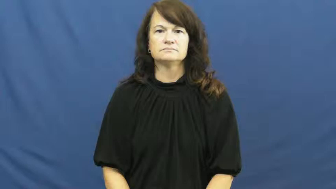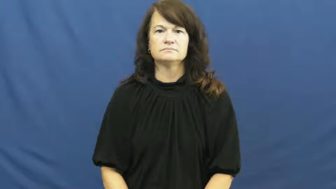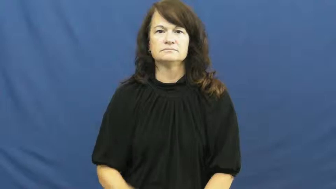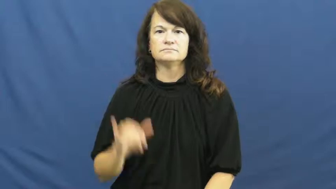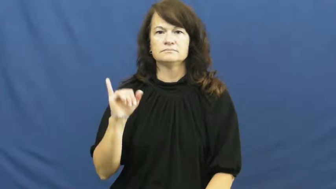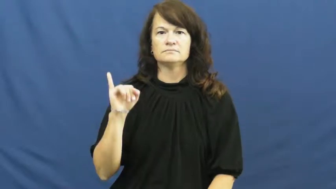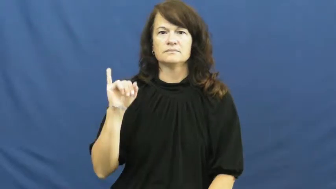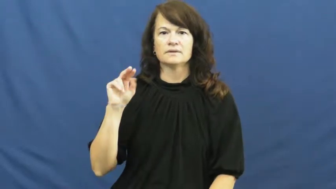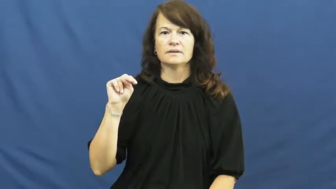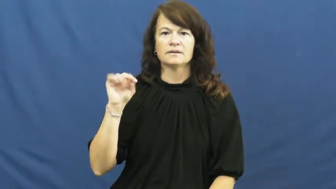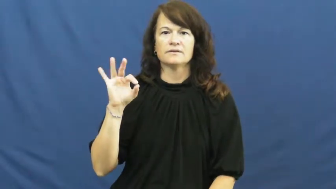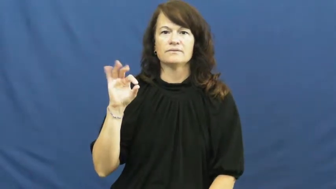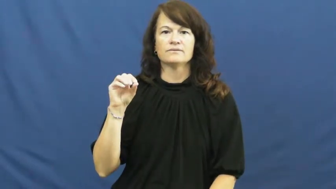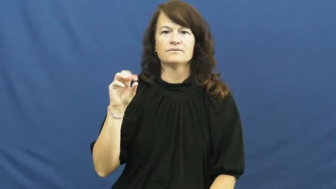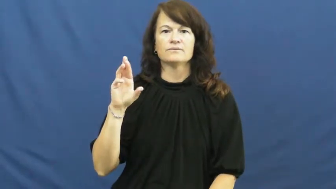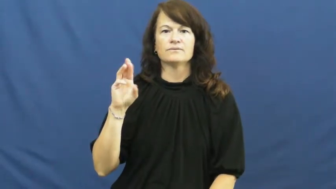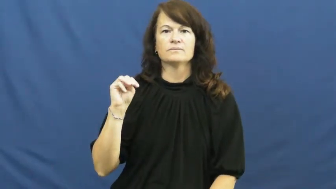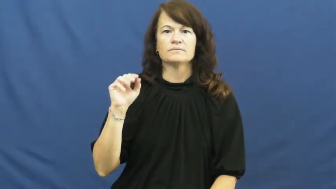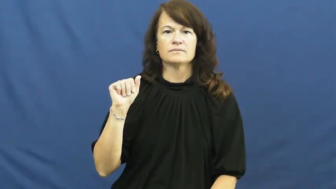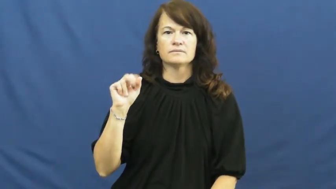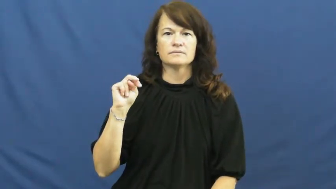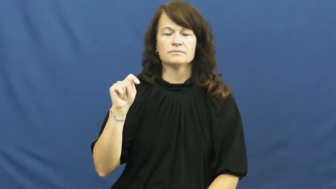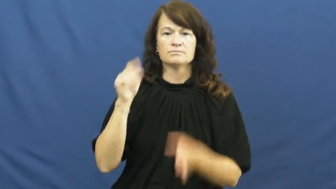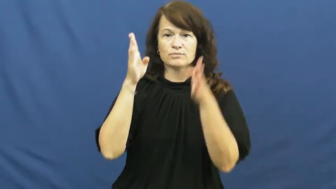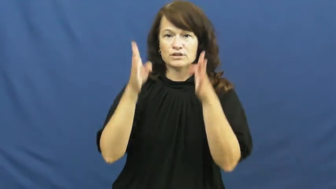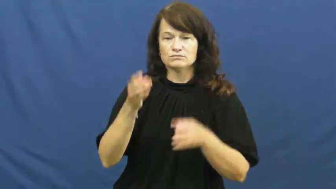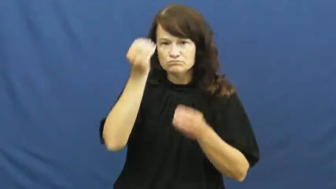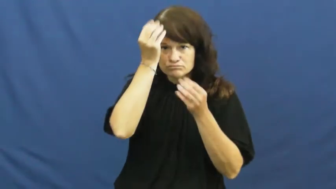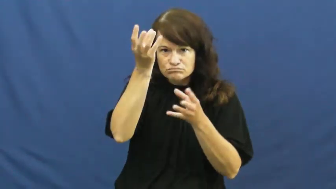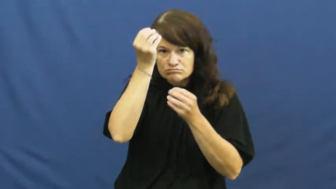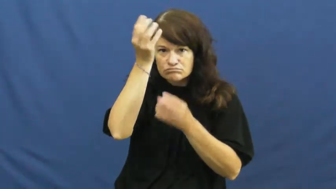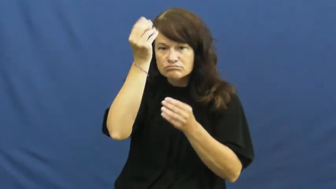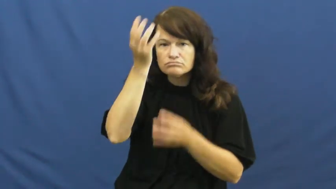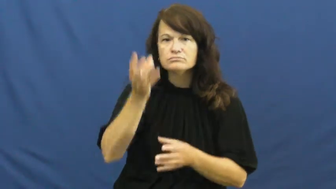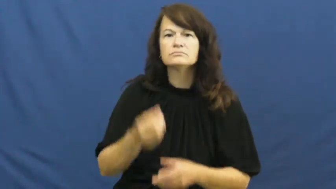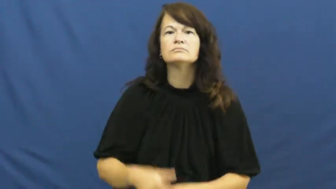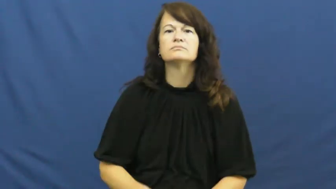informant